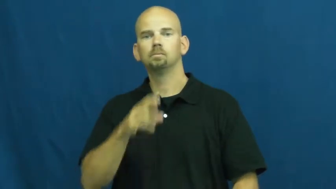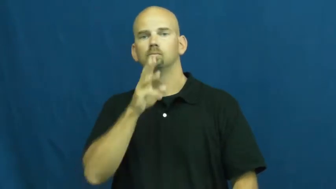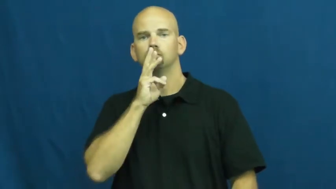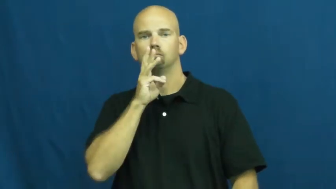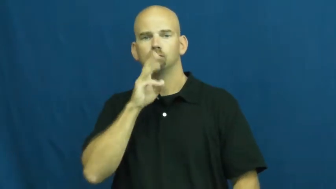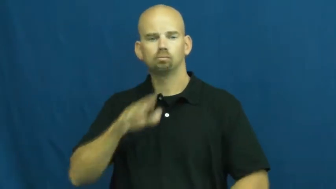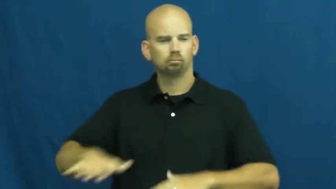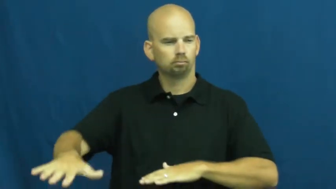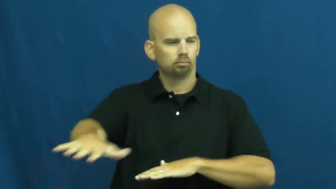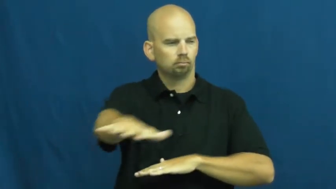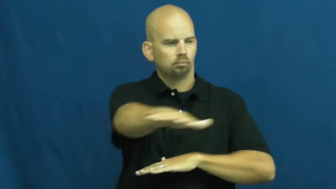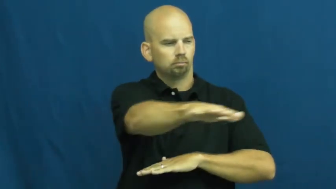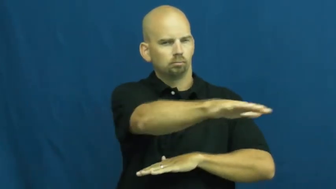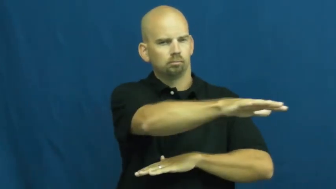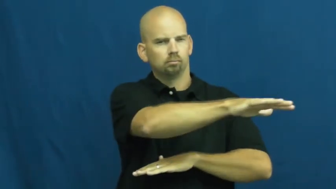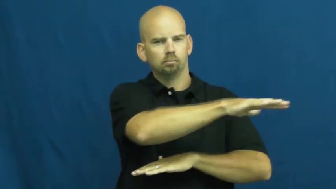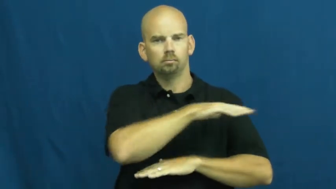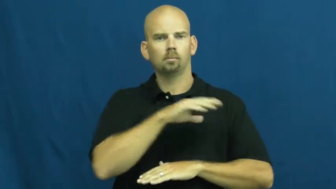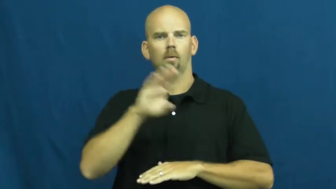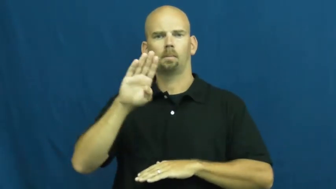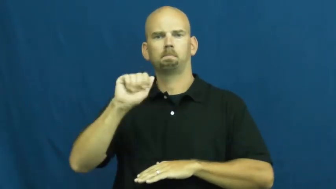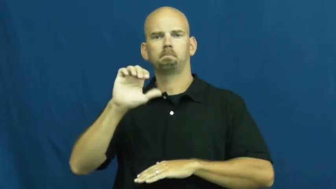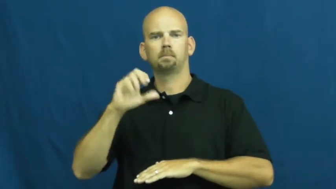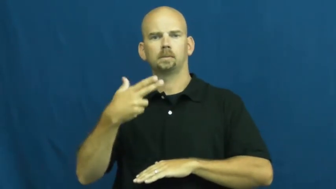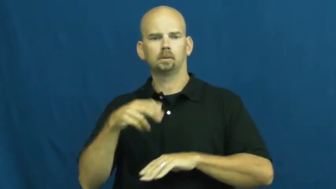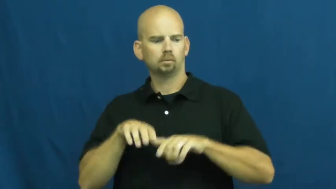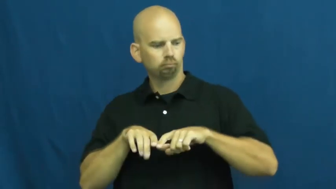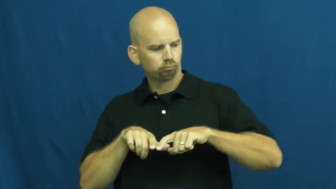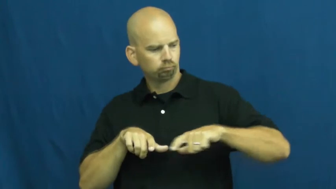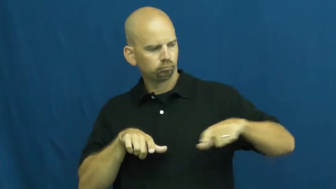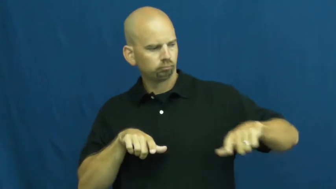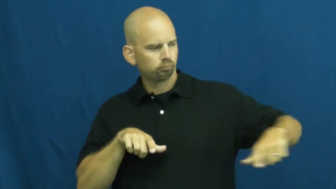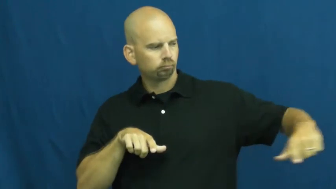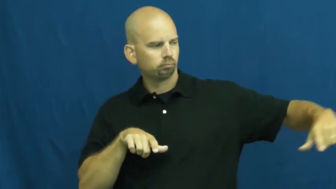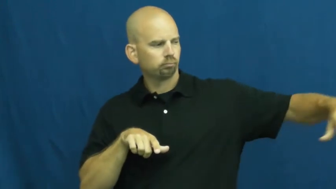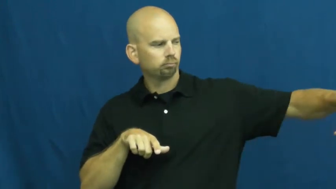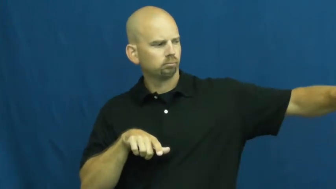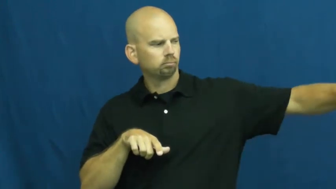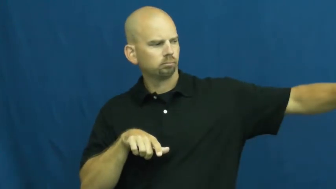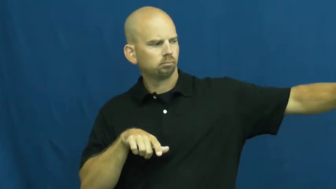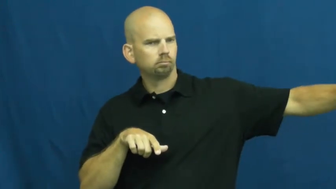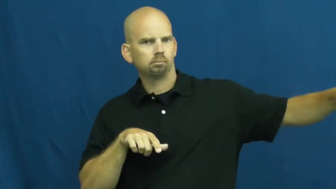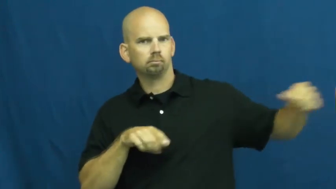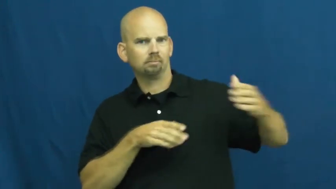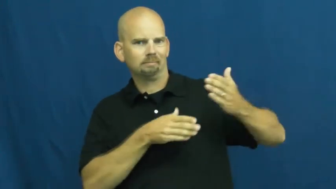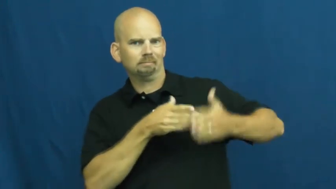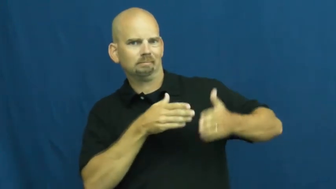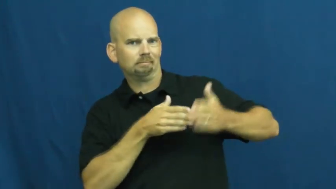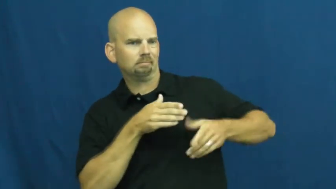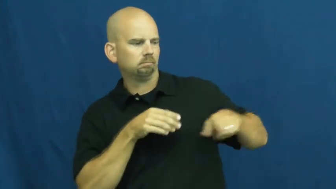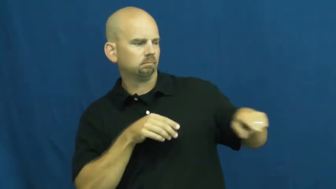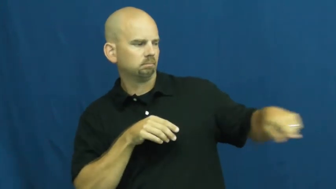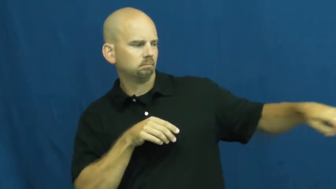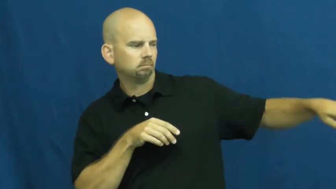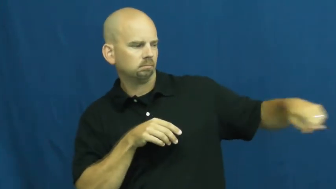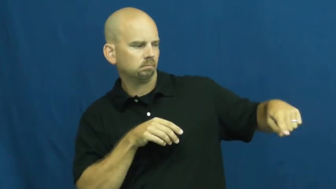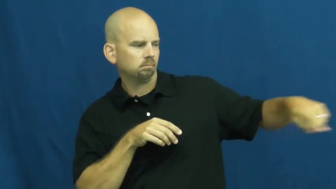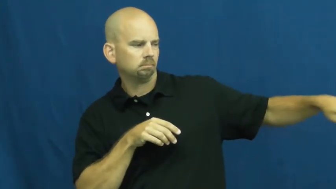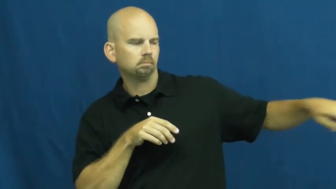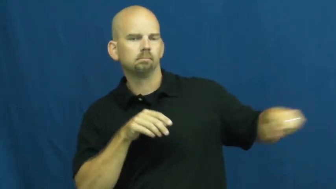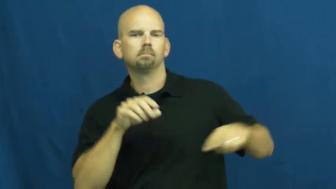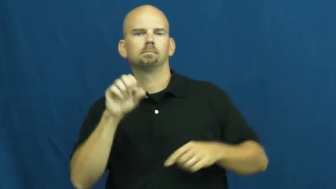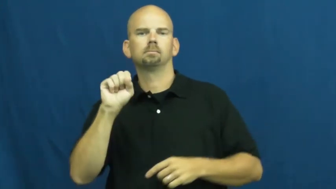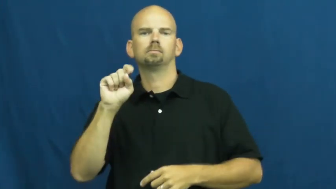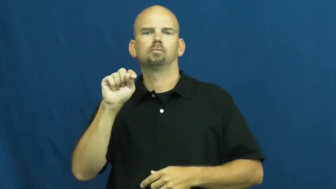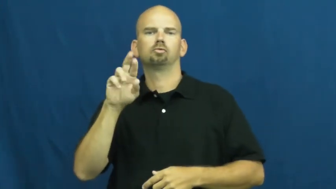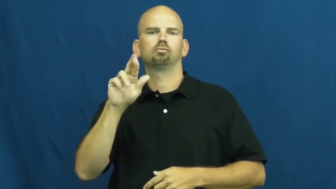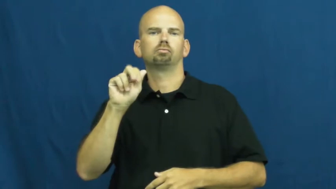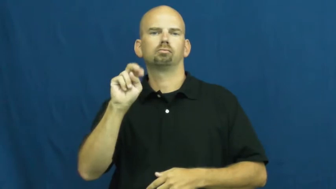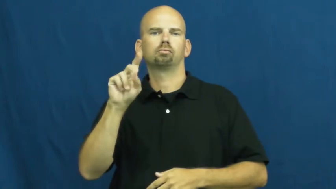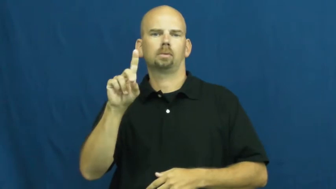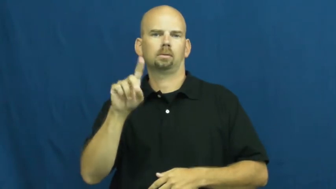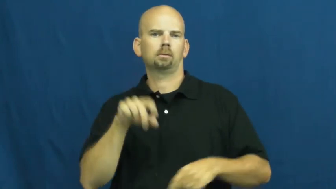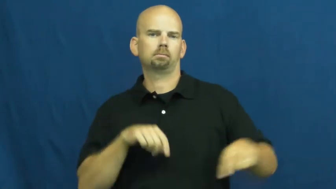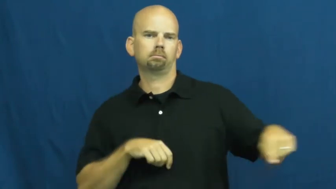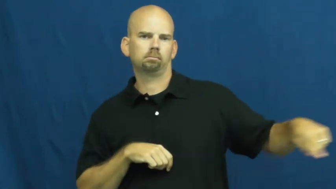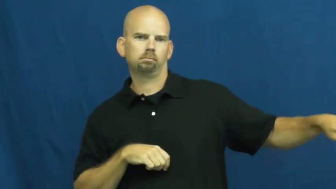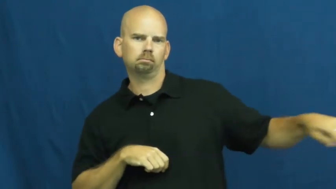strand-edge